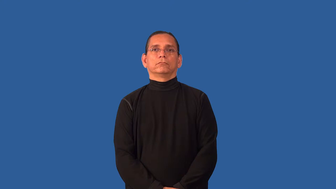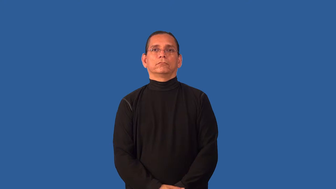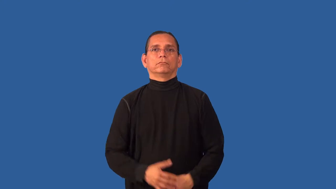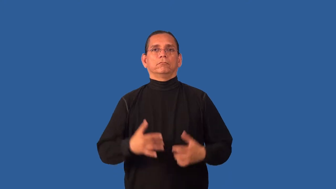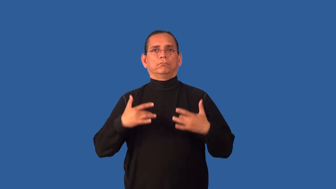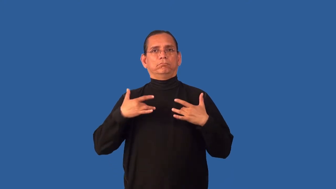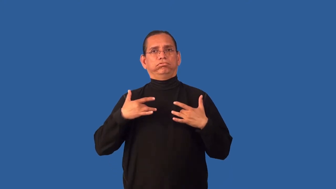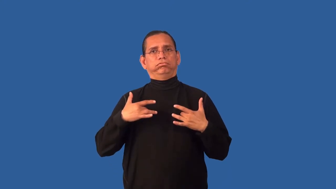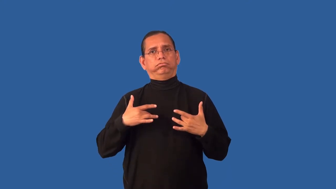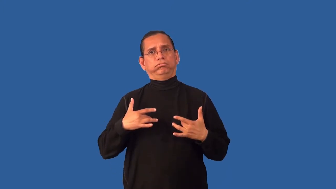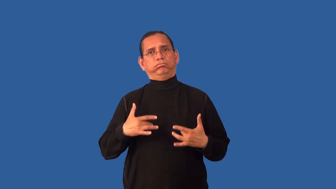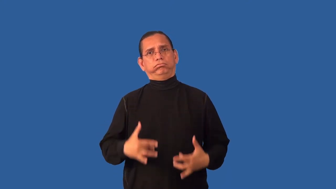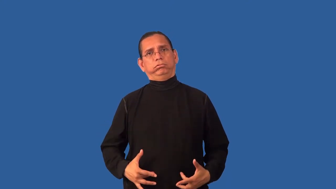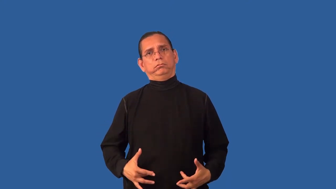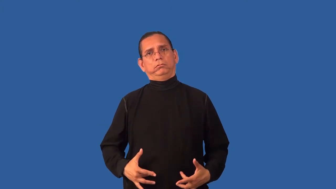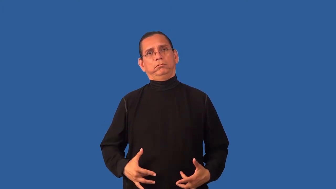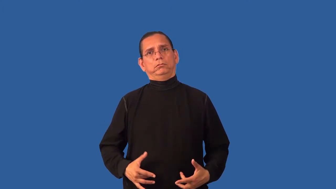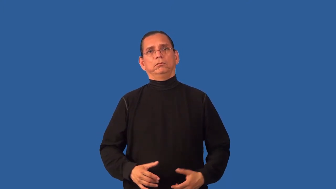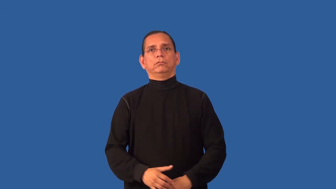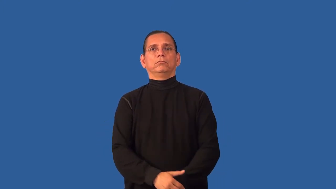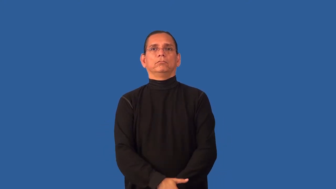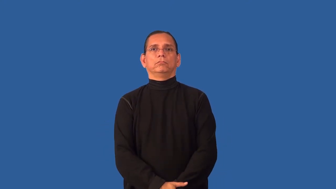cheerless